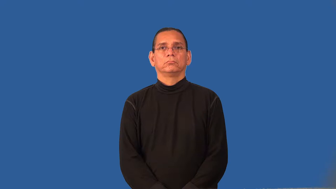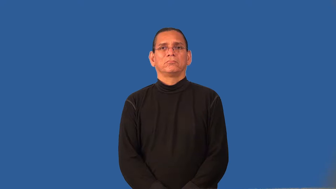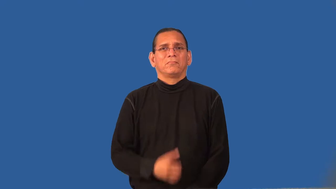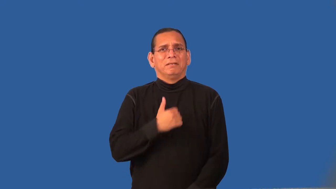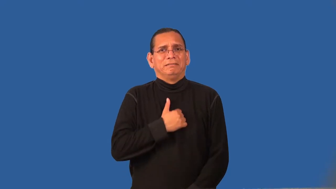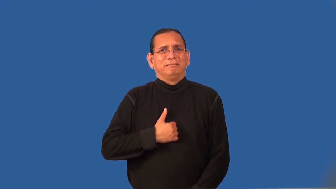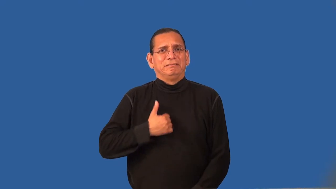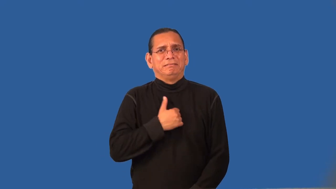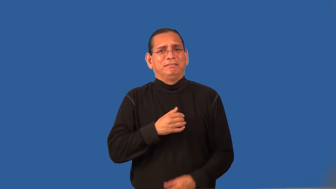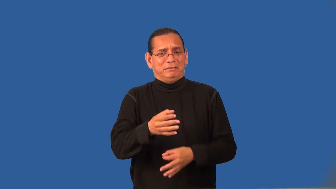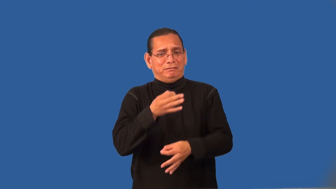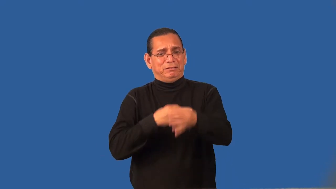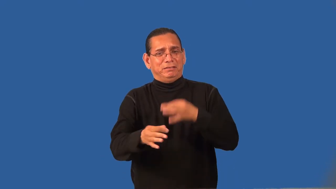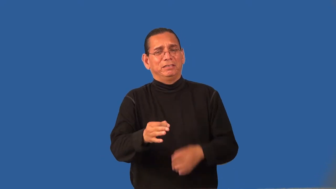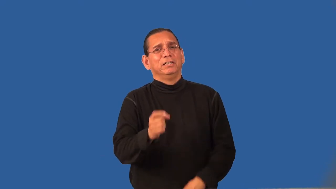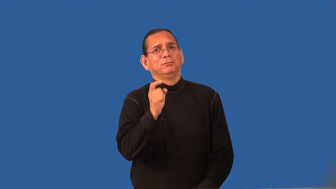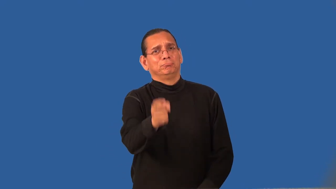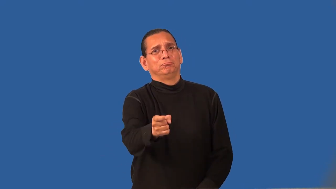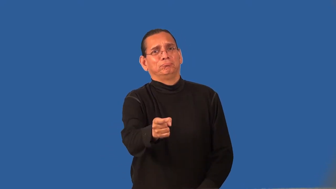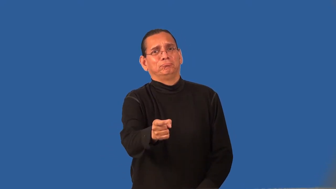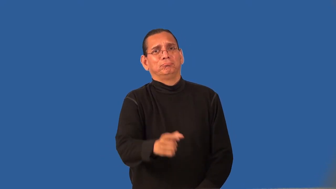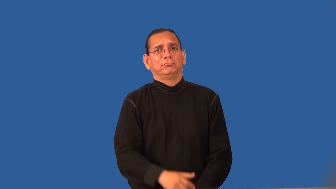recompense